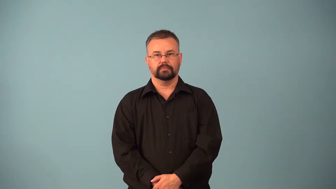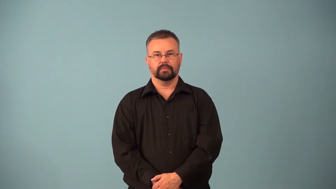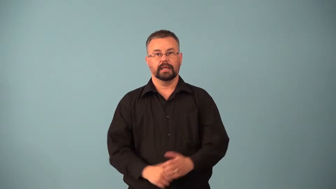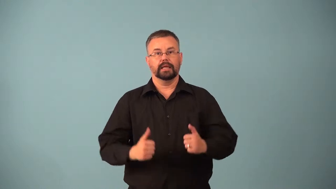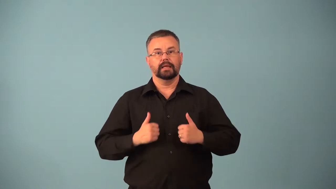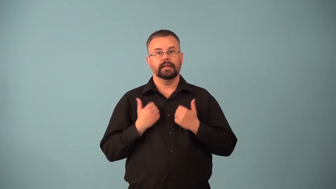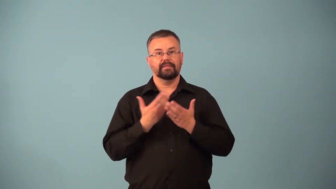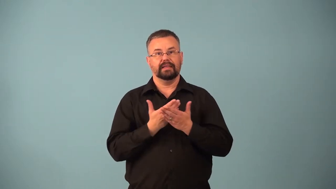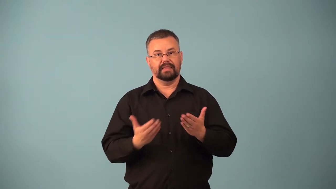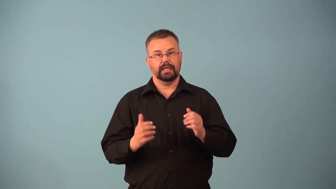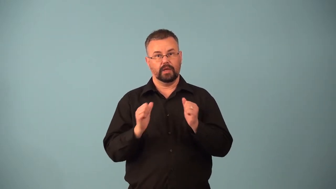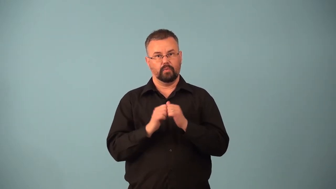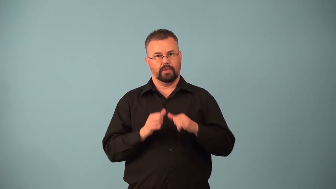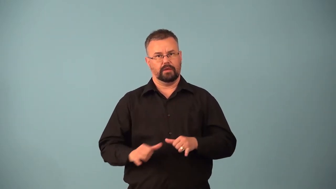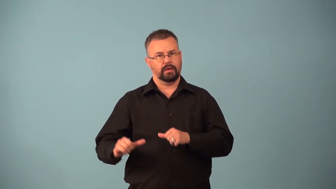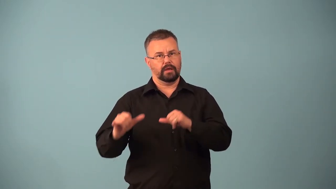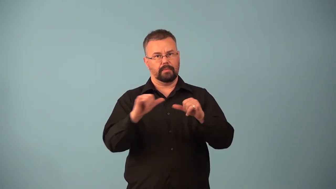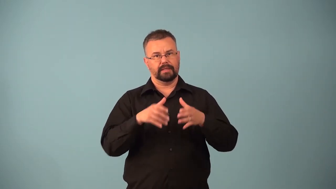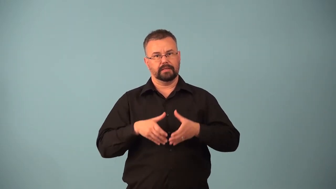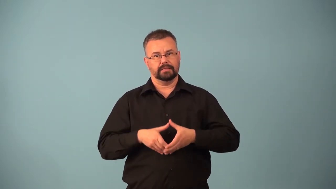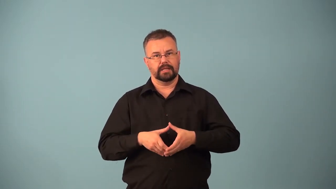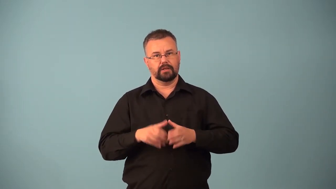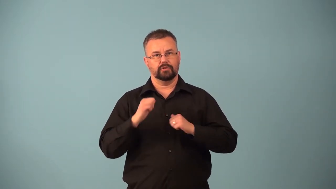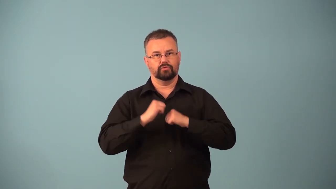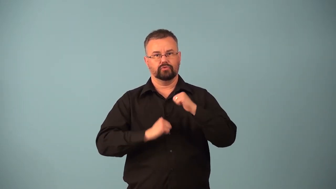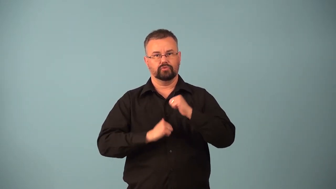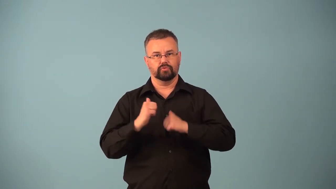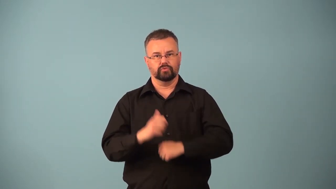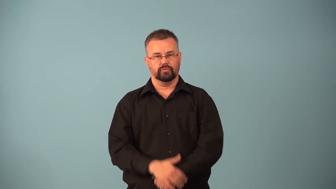eukaryote